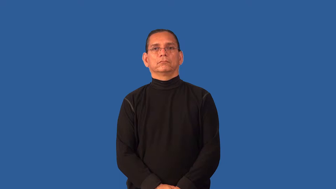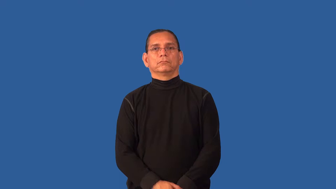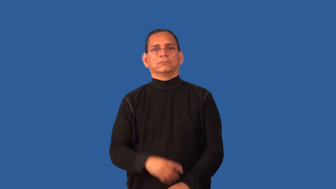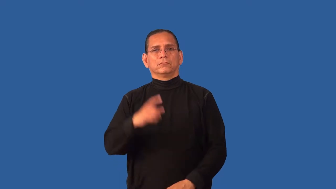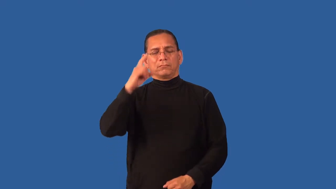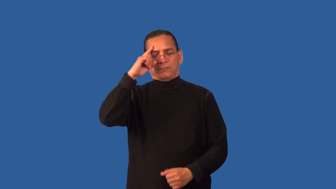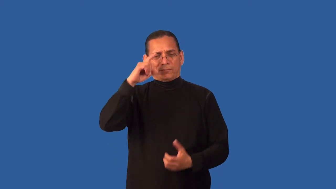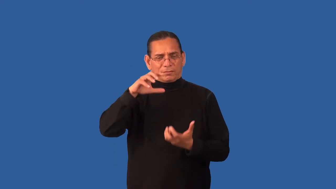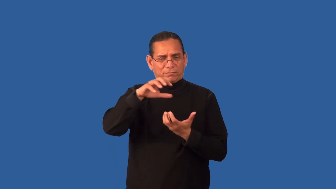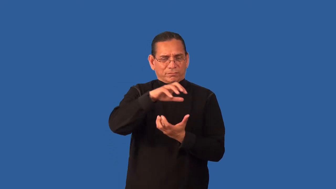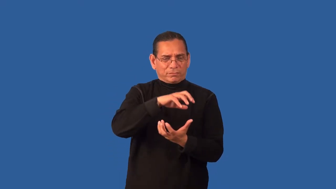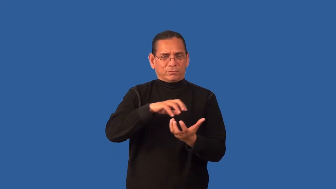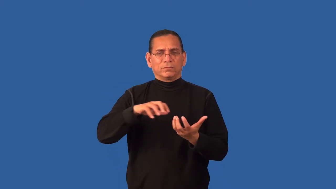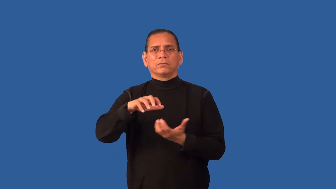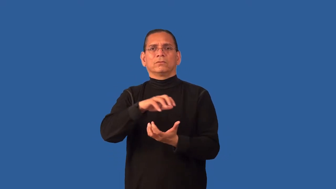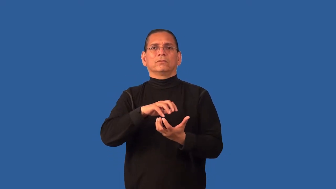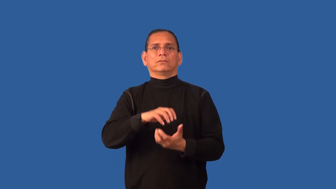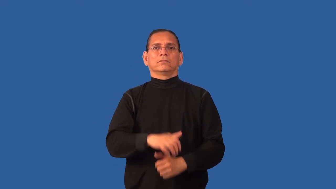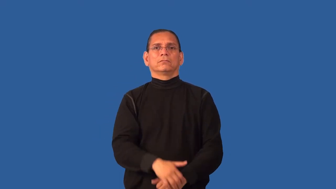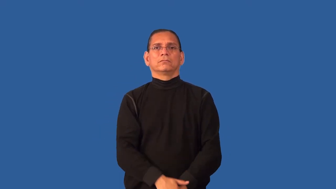disconcerted